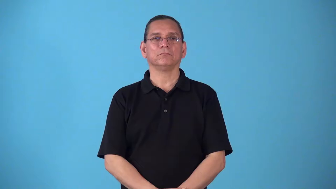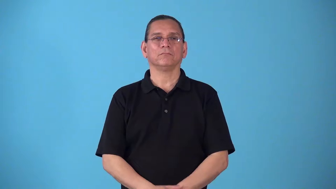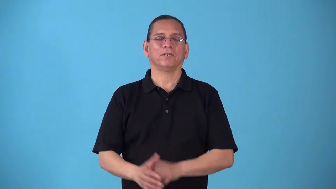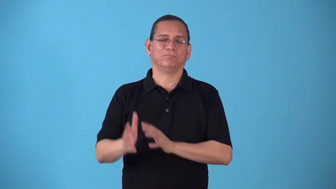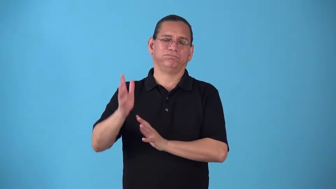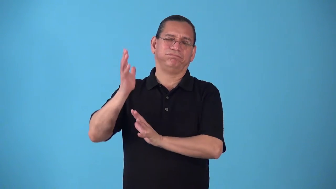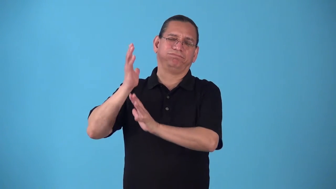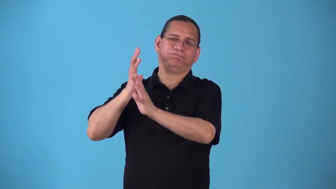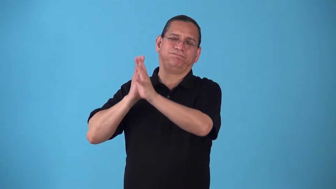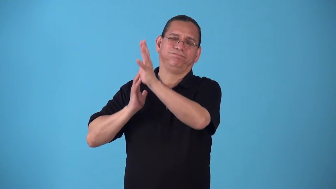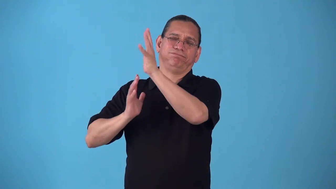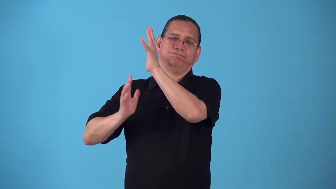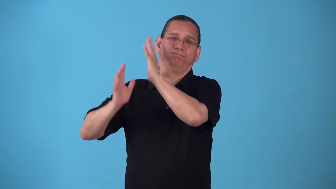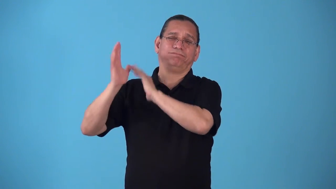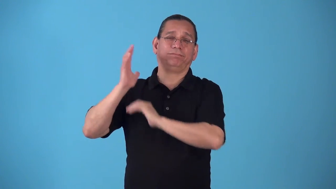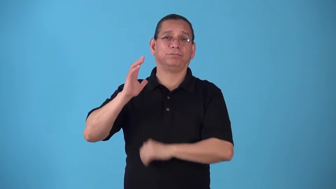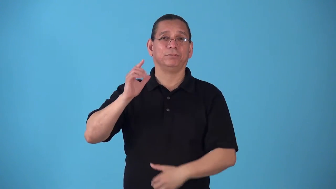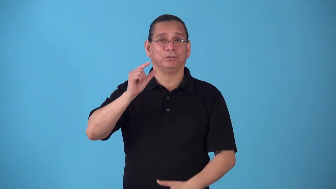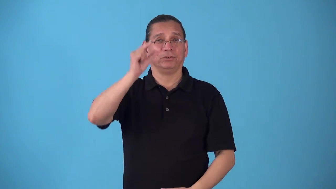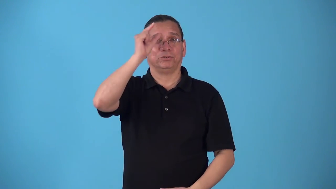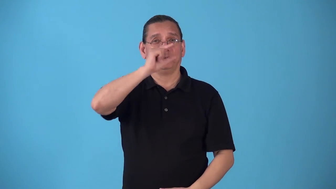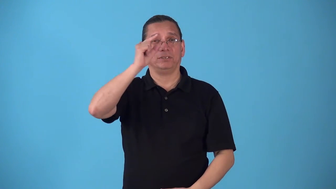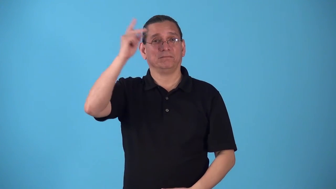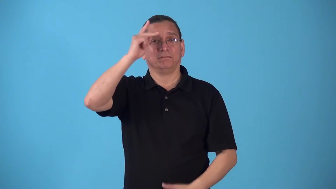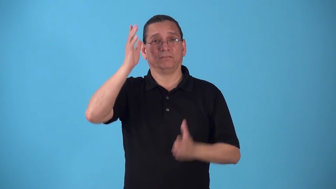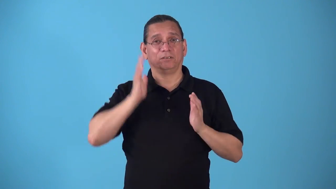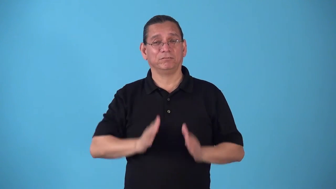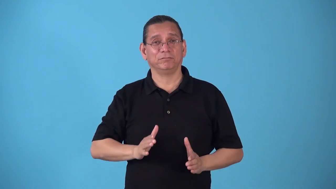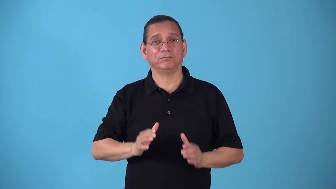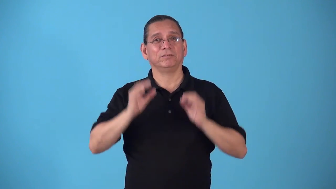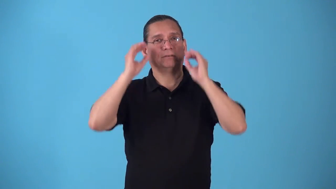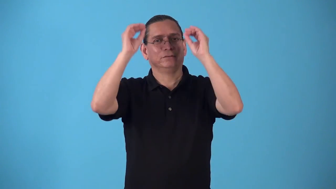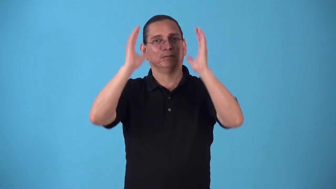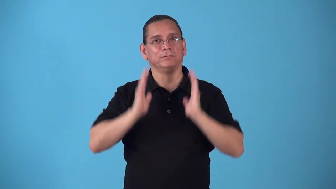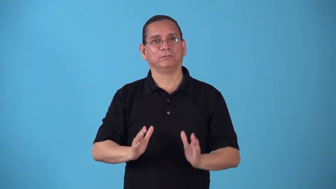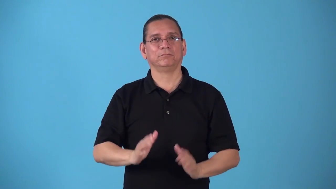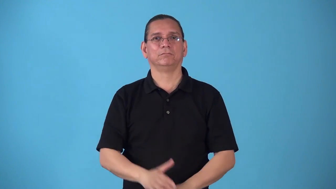sophist